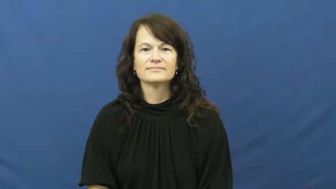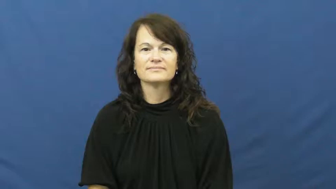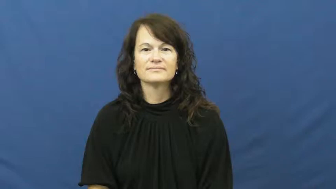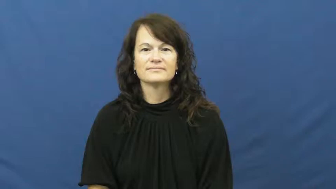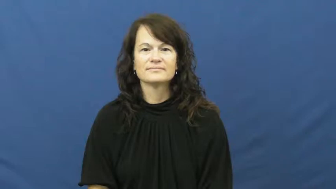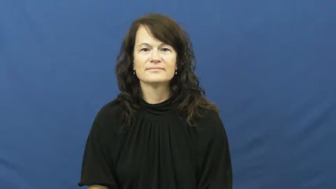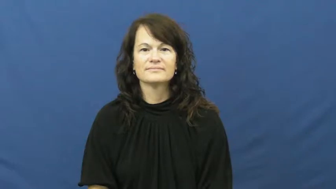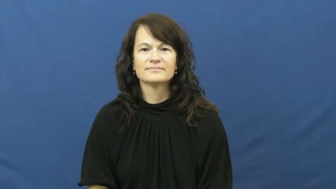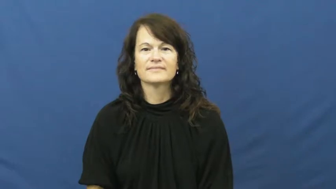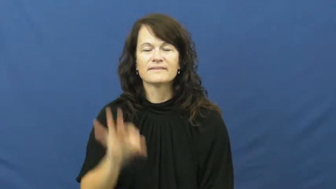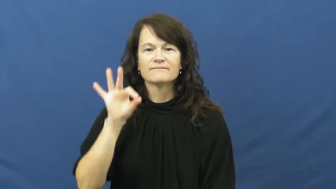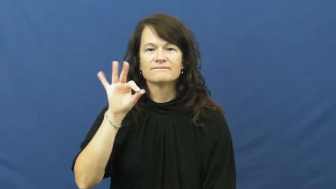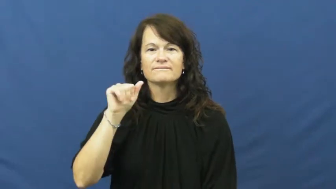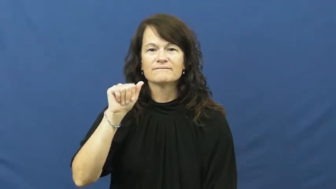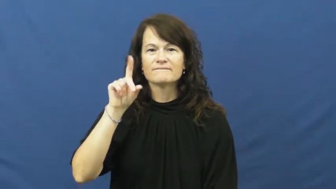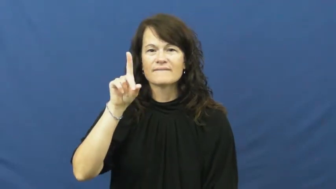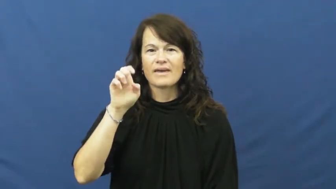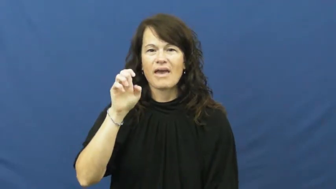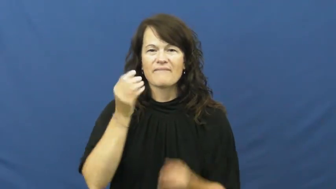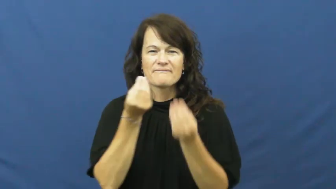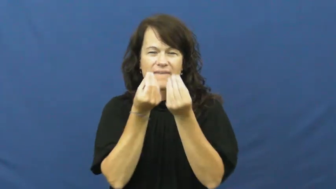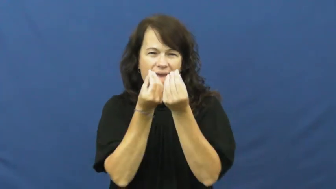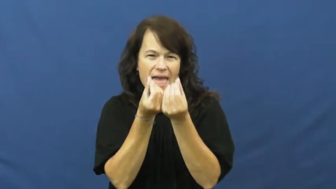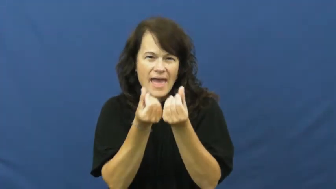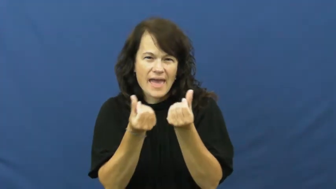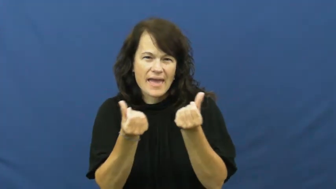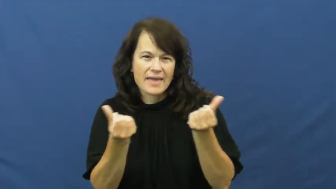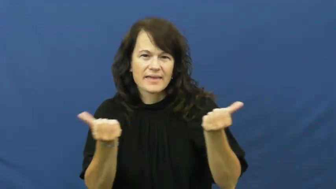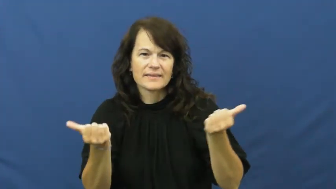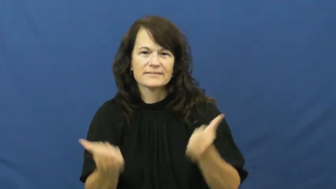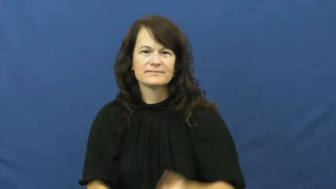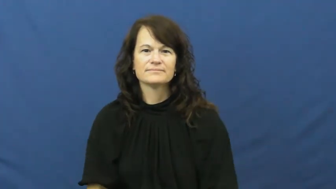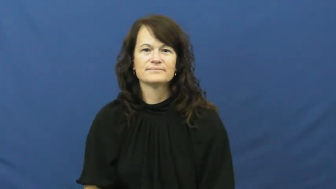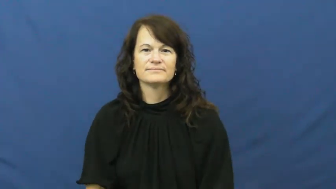fade